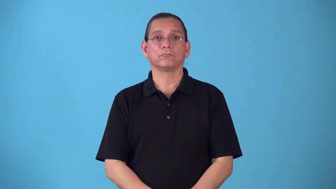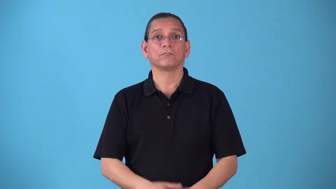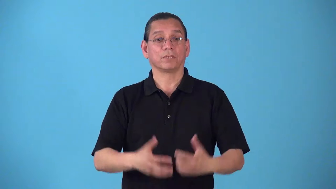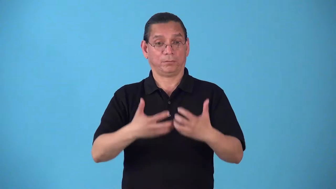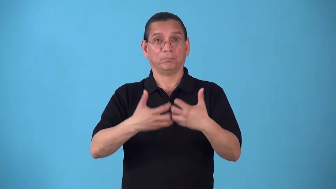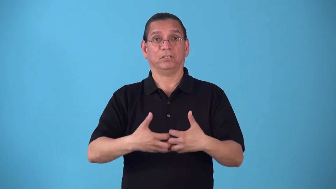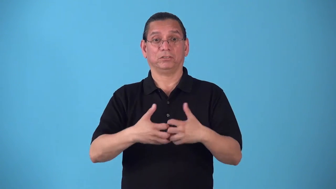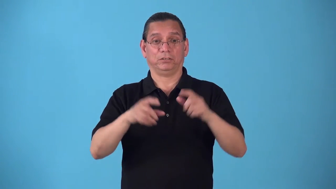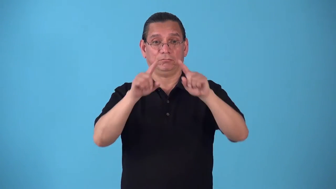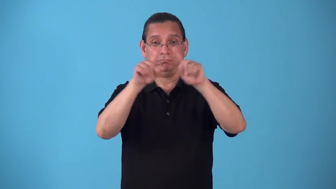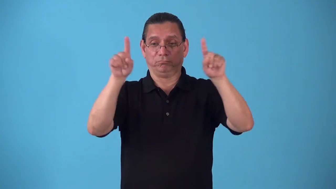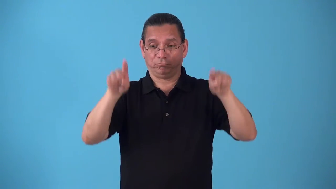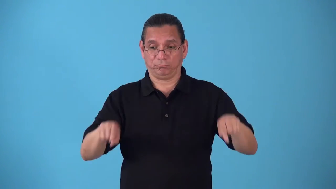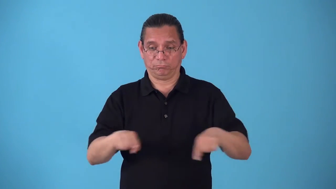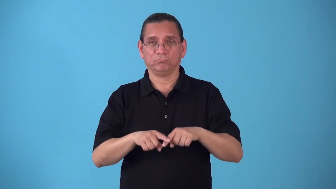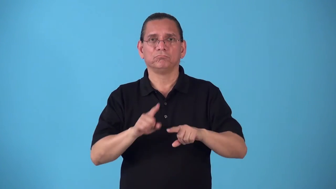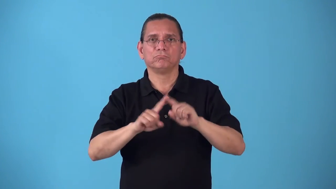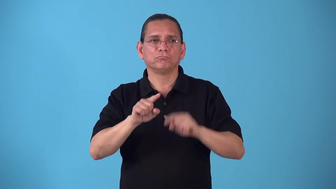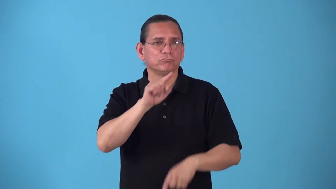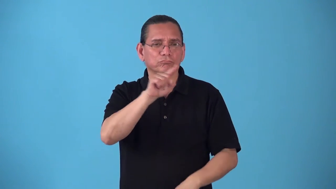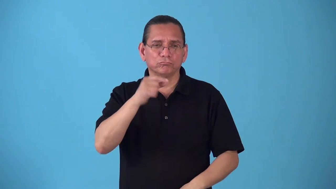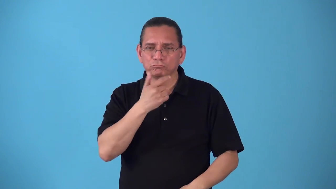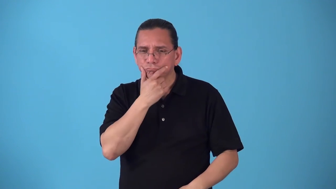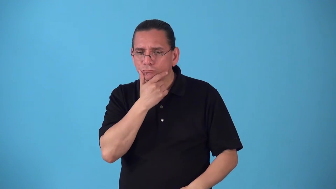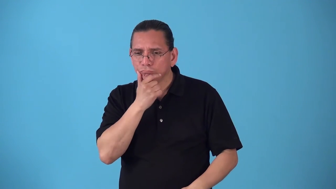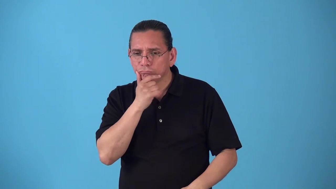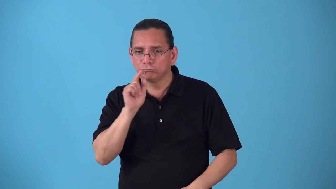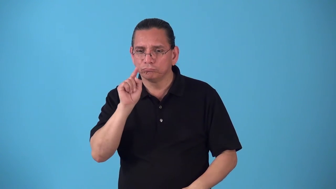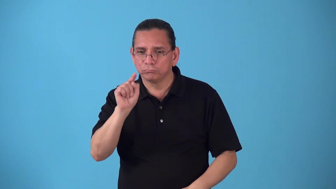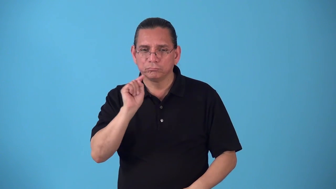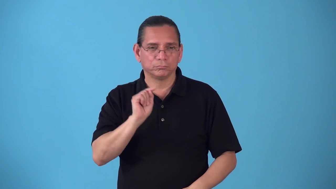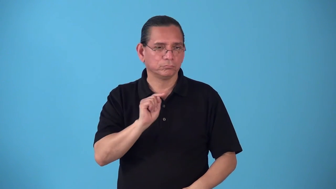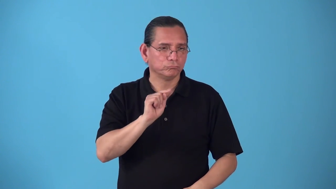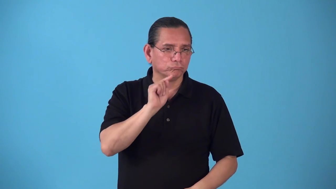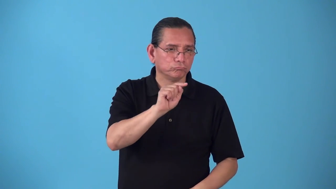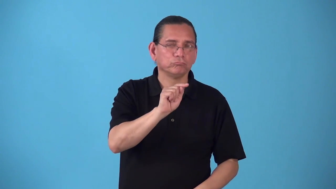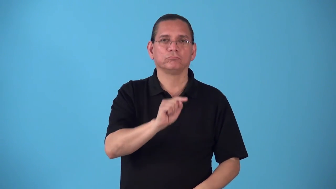selector machine